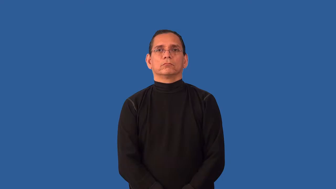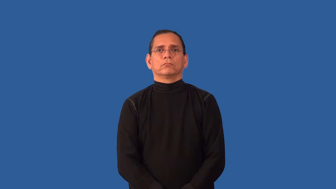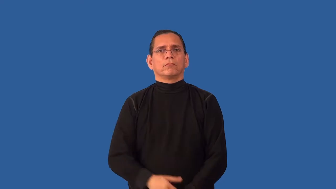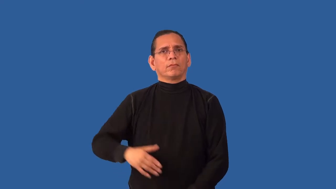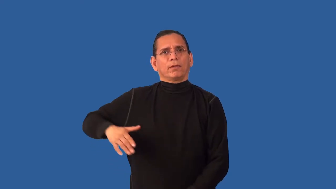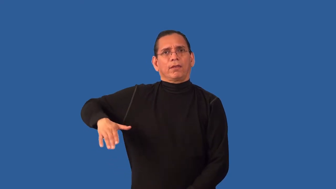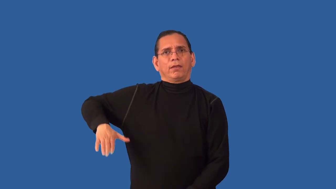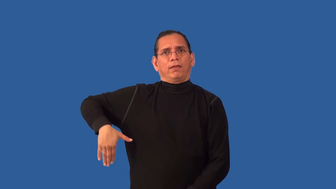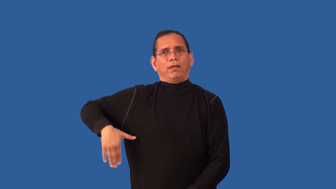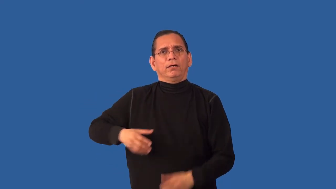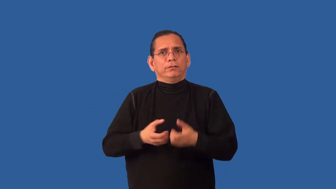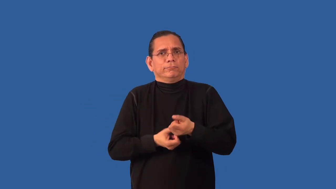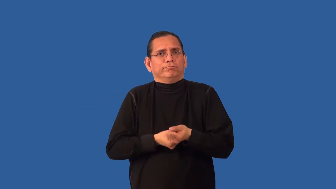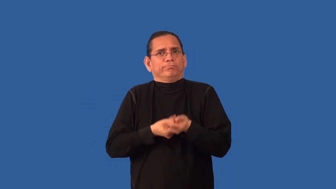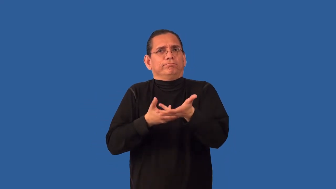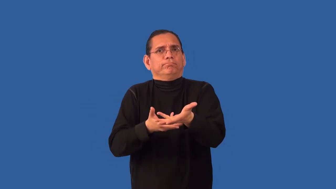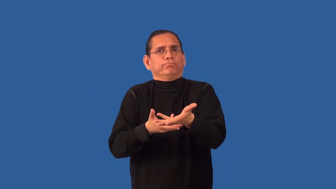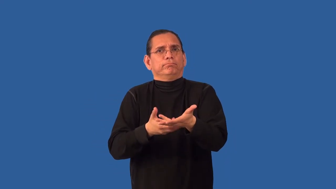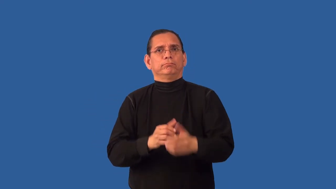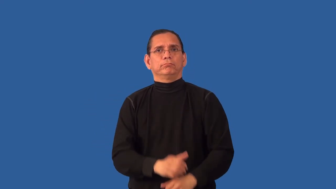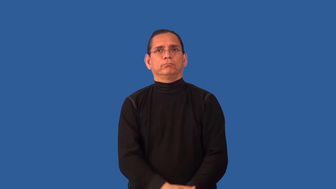unexpressed